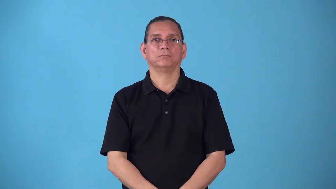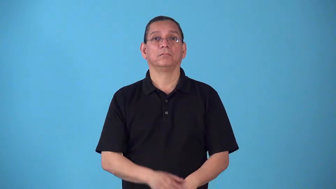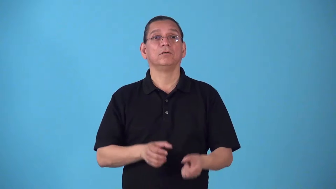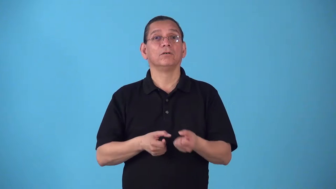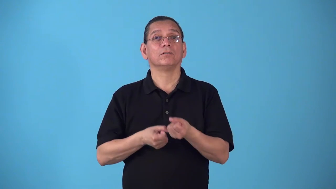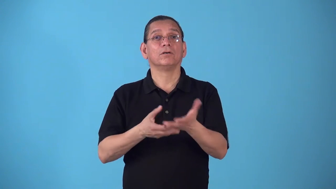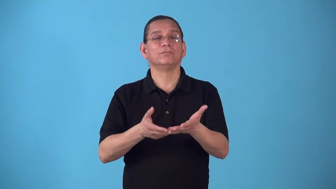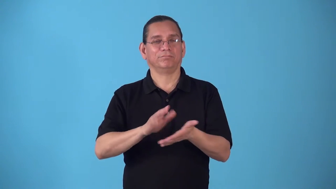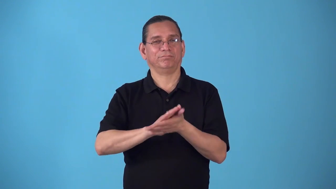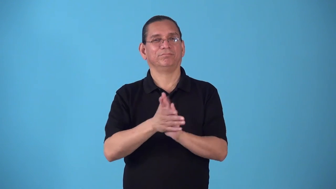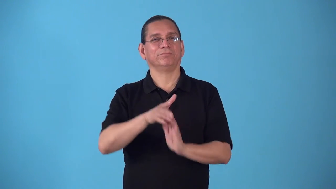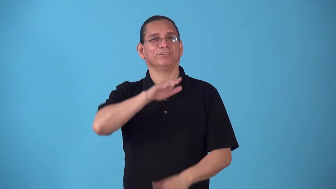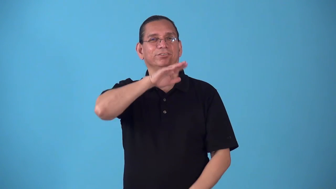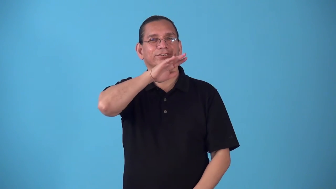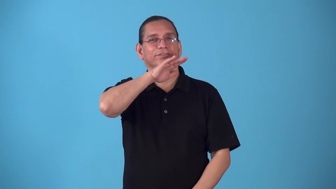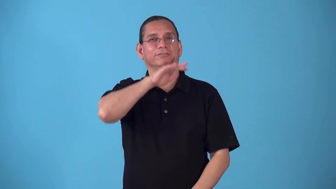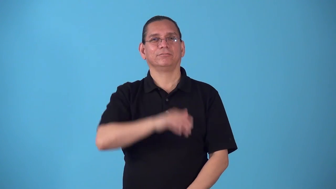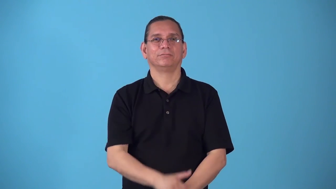soil,begrime,grime-cause become dirty